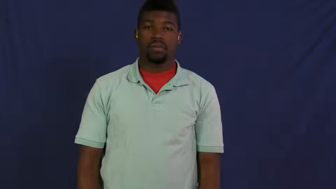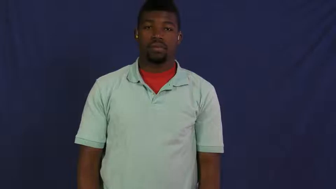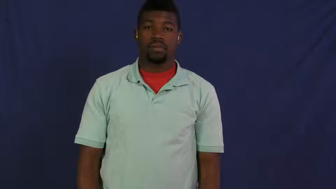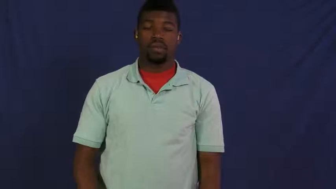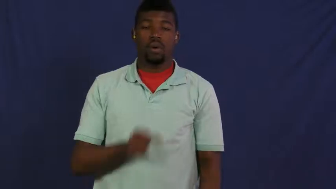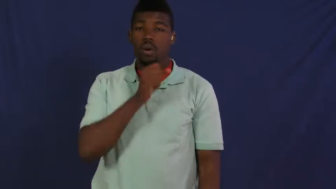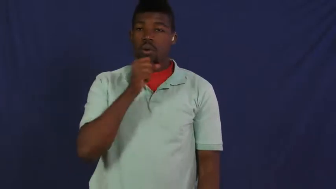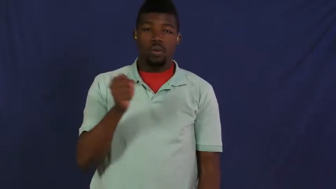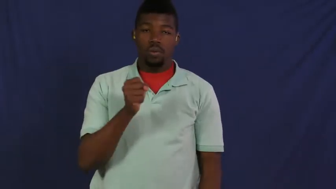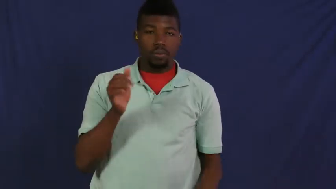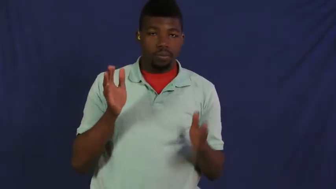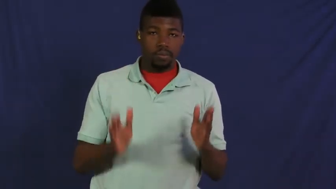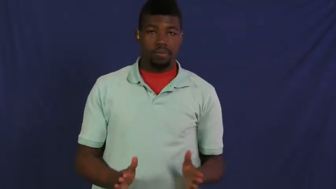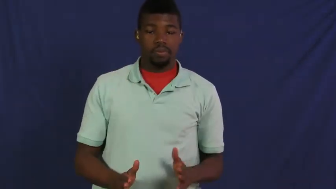senior,gaffer,geezer,geriatric,graybeard,oldster,coot,fossils,gray-old person